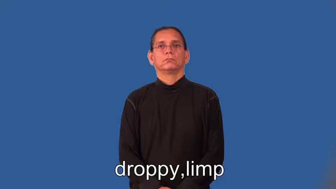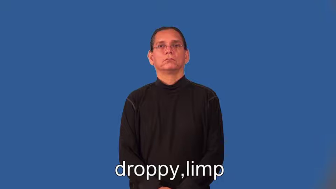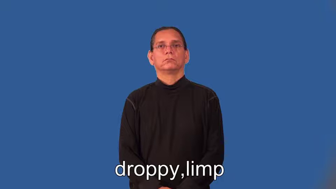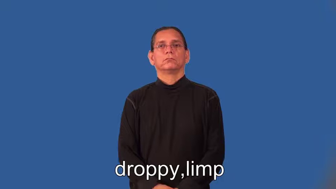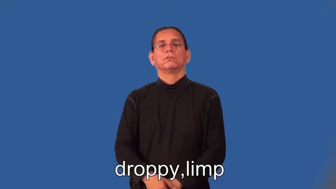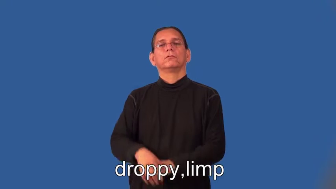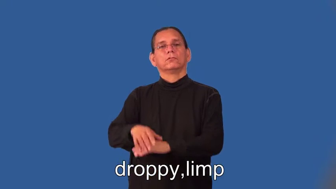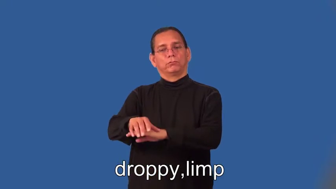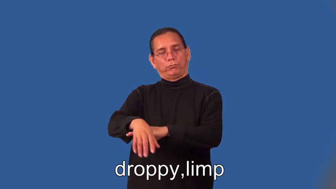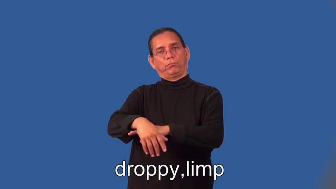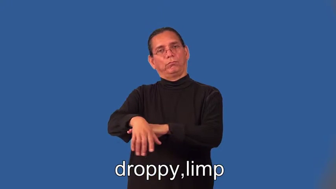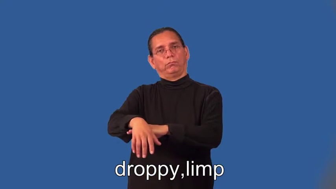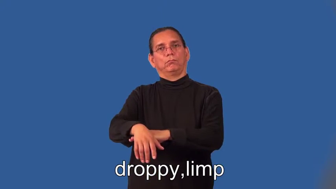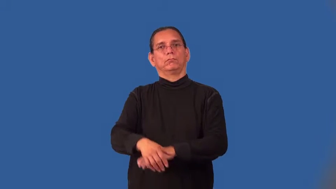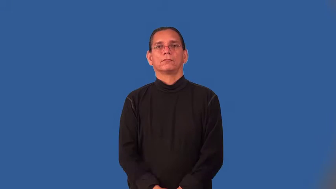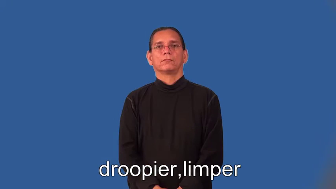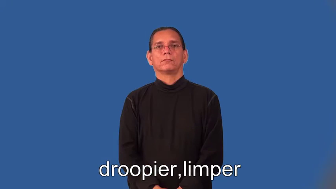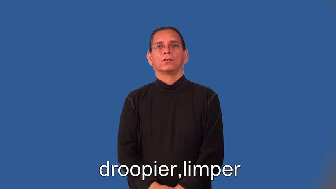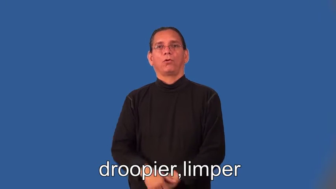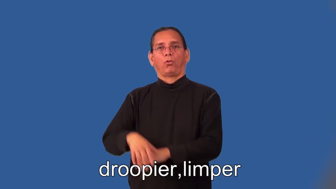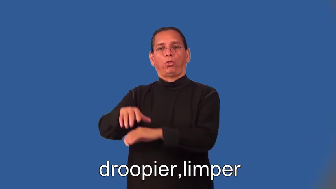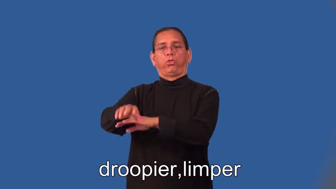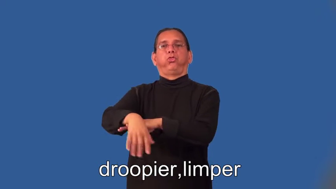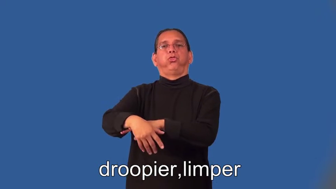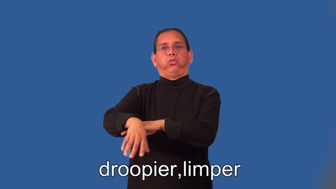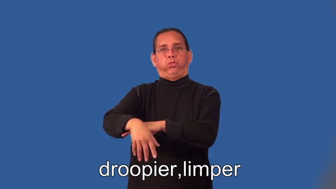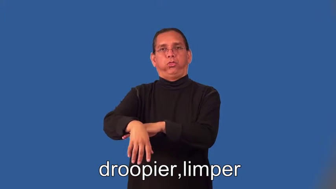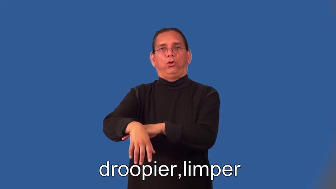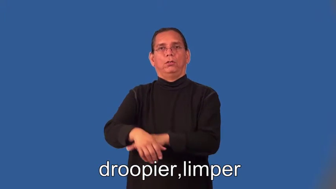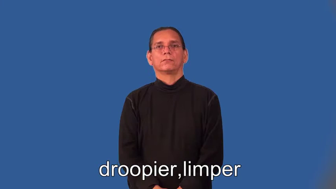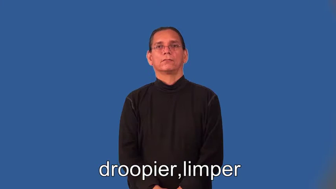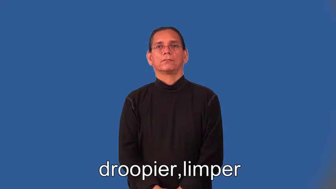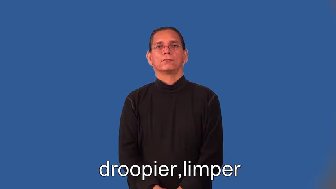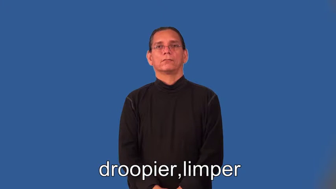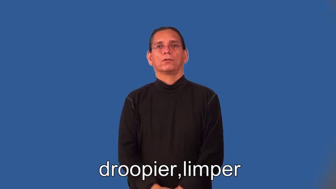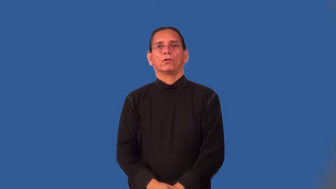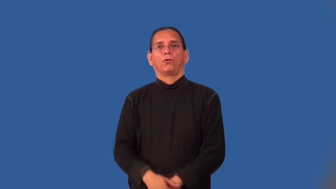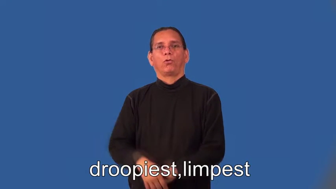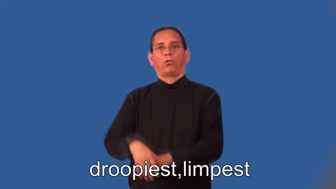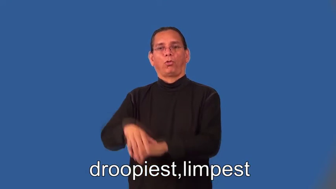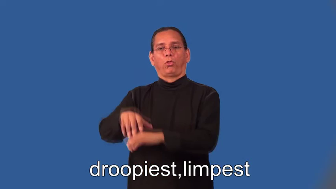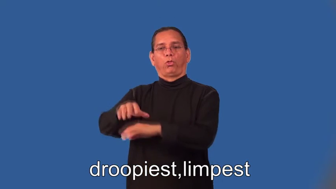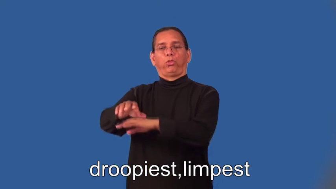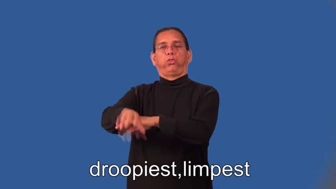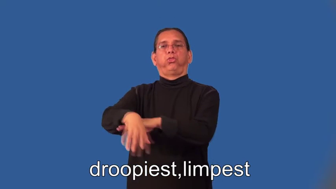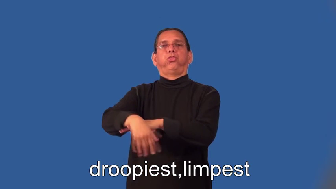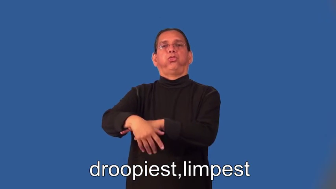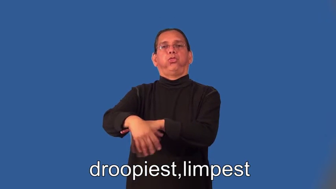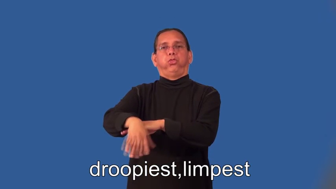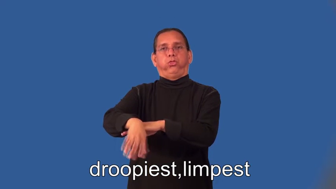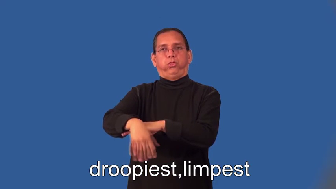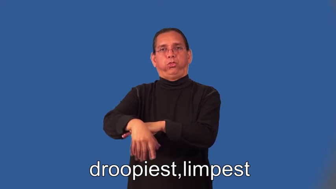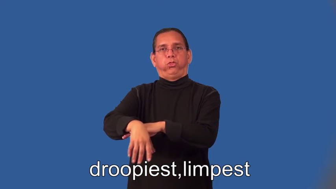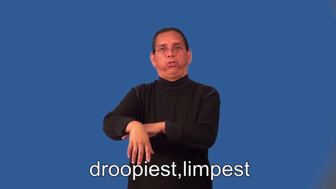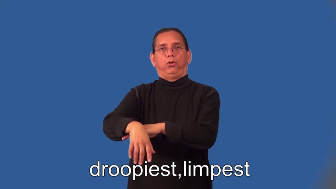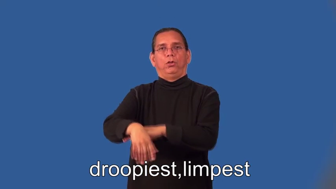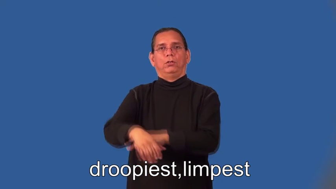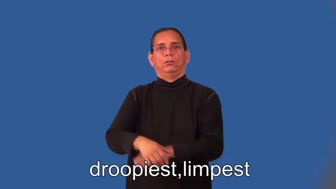droopier,limper,droopiest,limpest